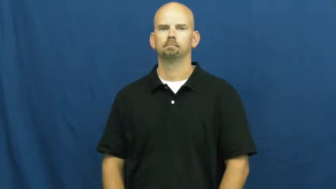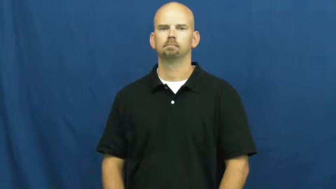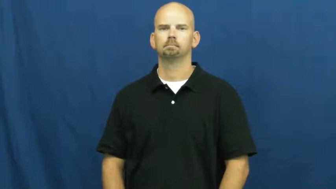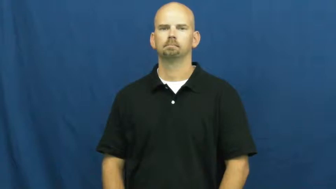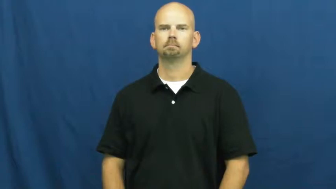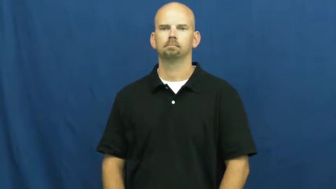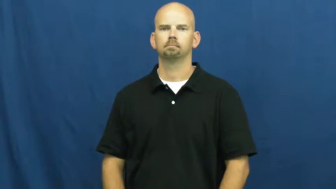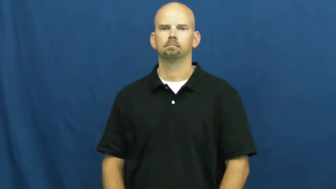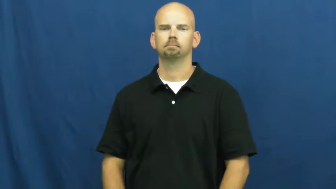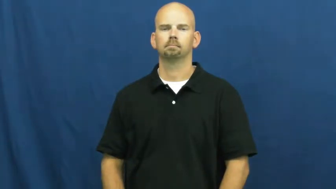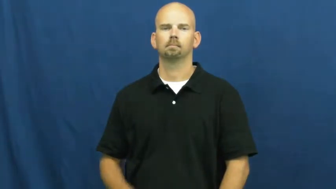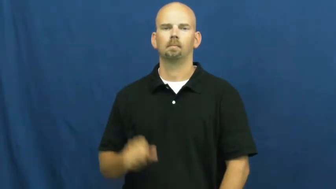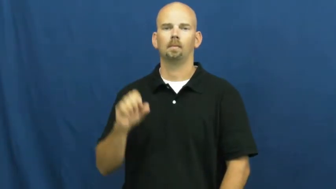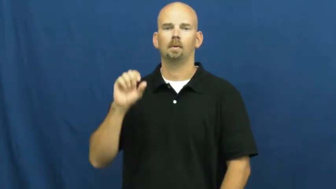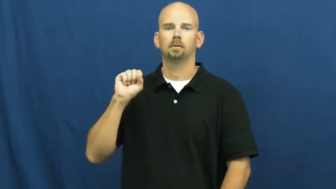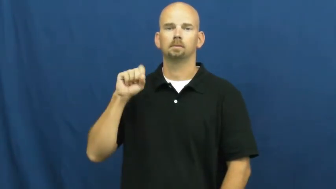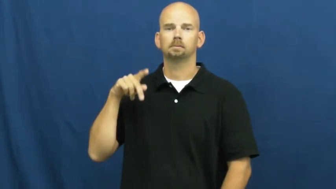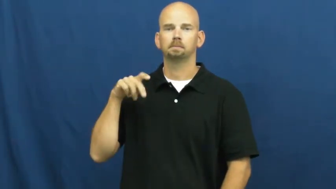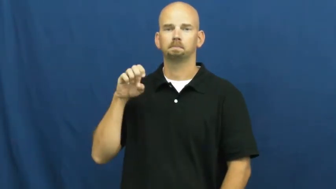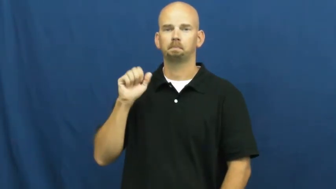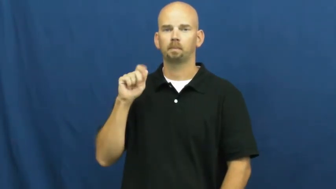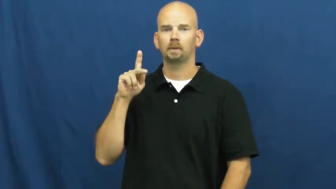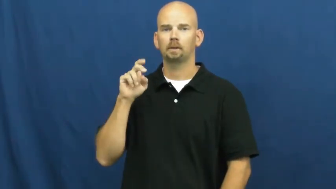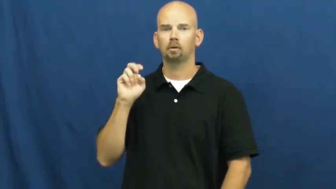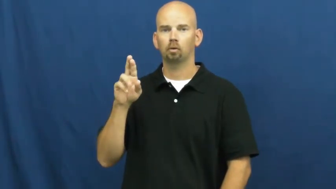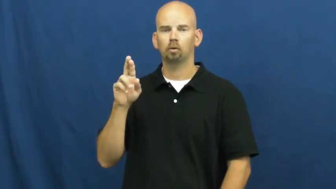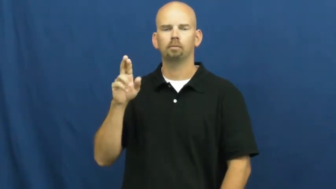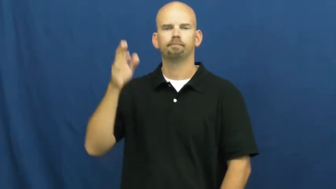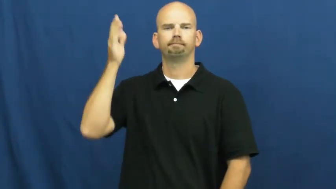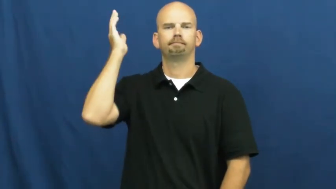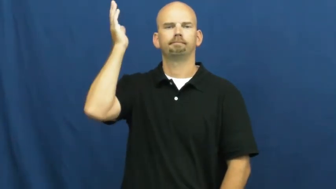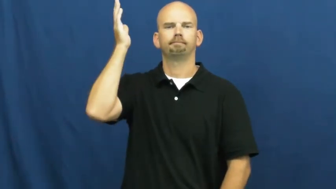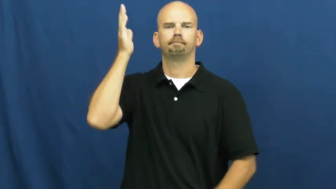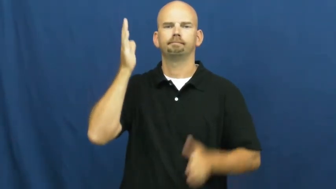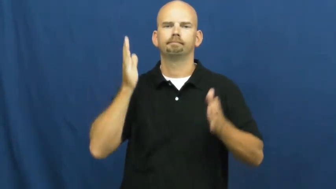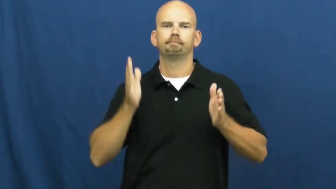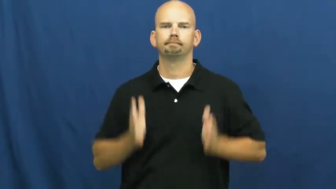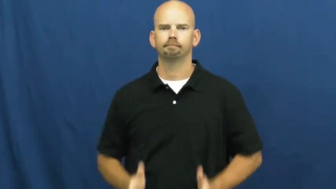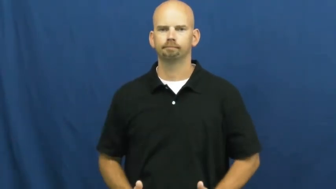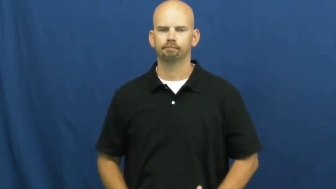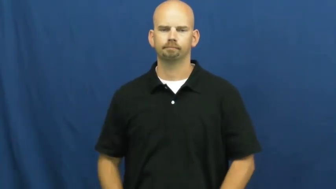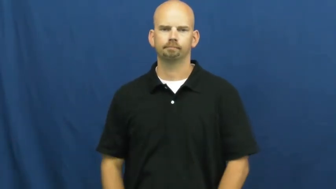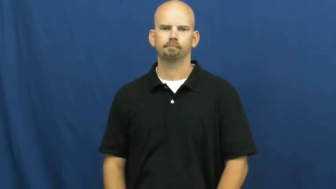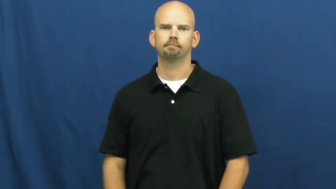speaker-lecturer